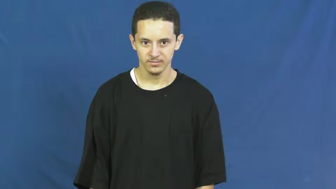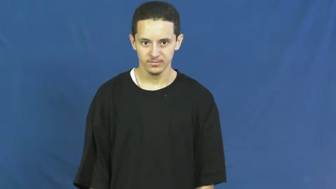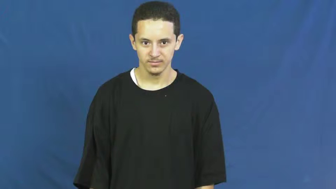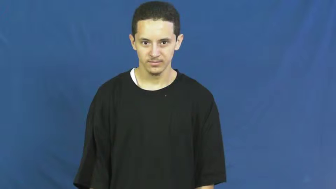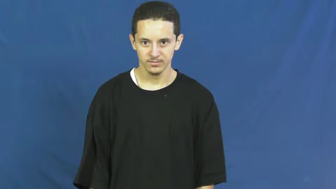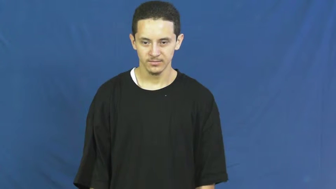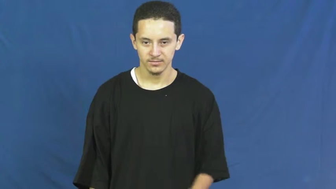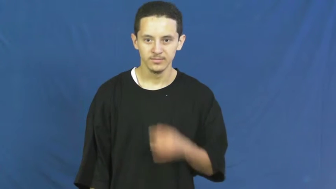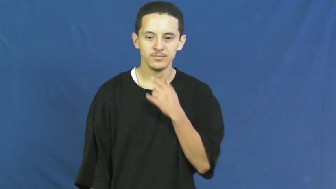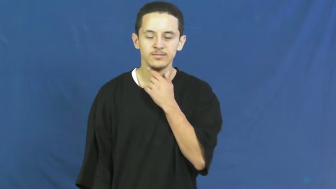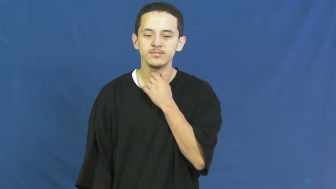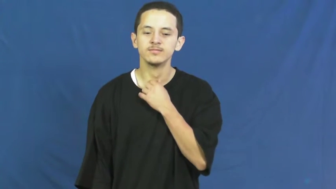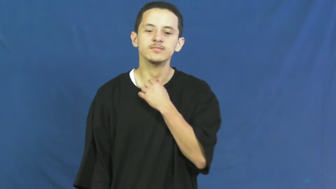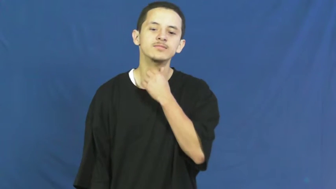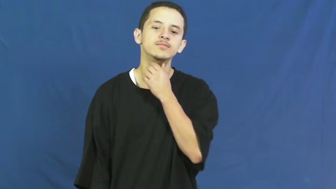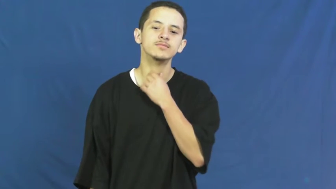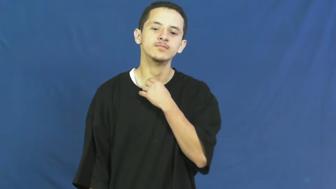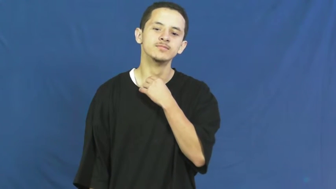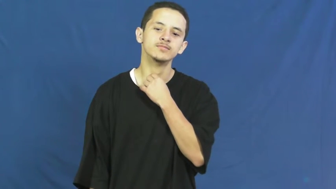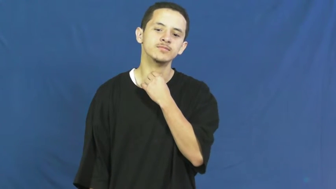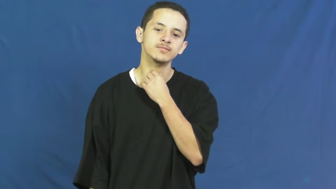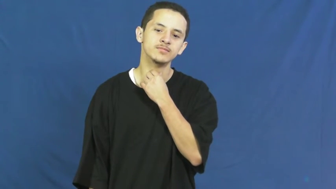throat,craw,pharynx,windpipe,blowpipe